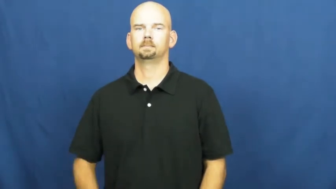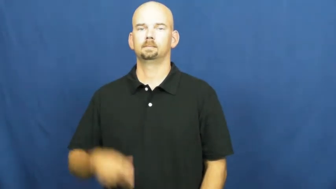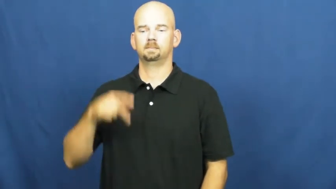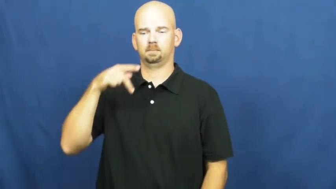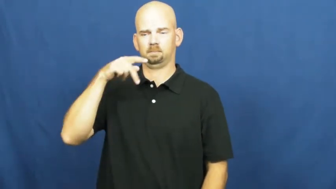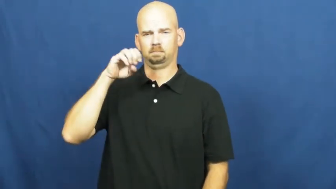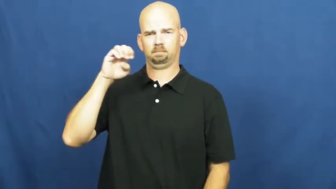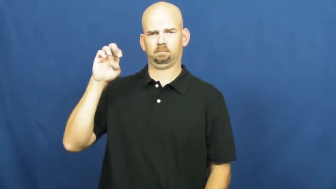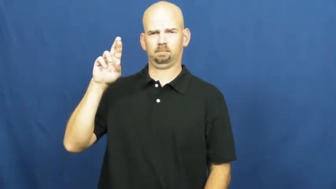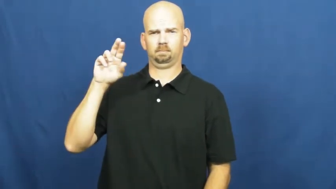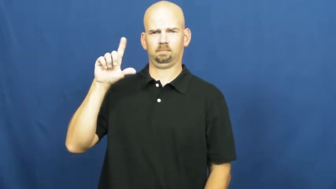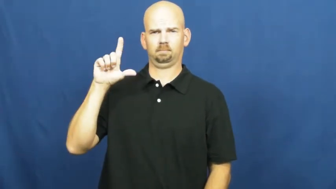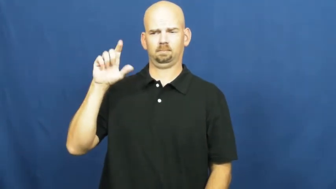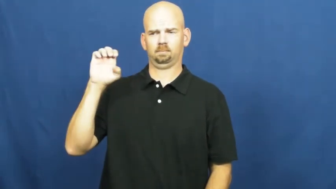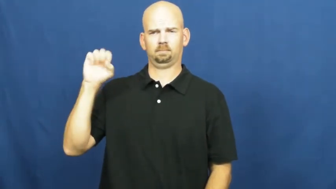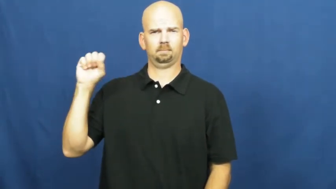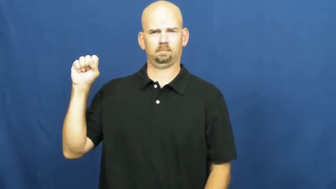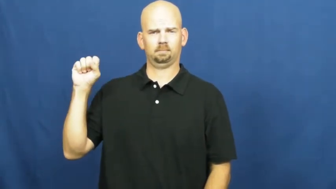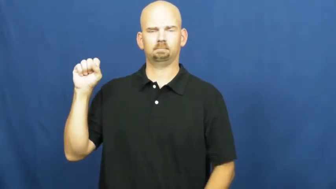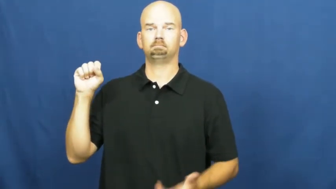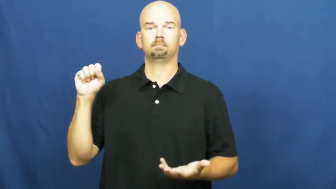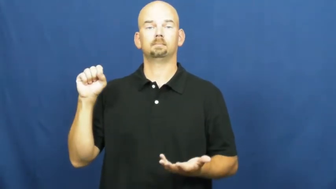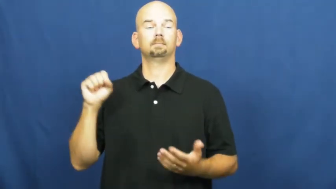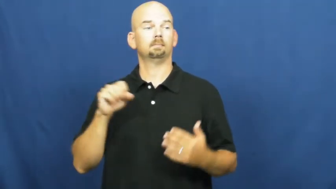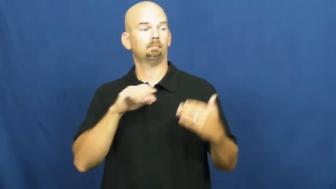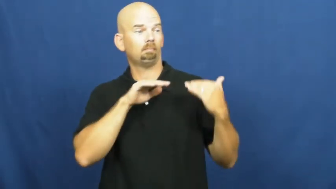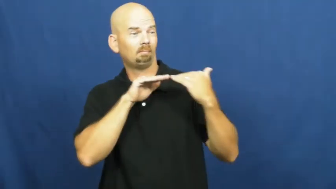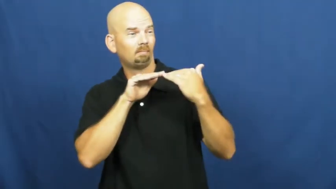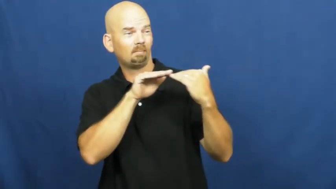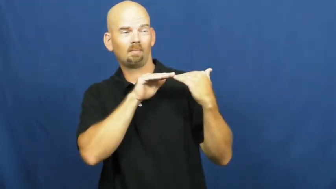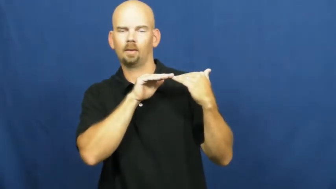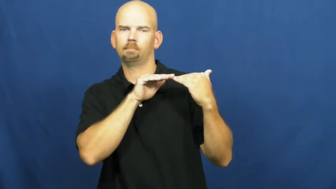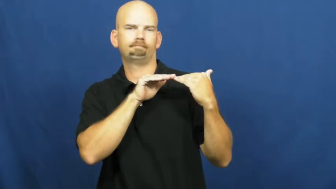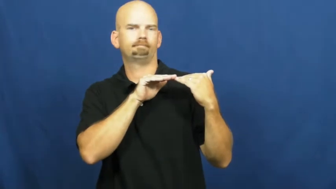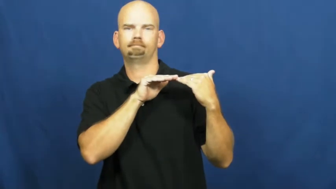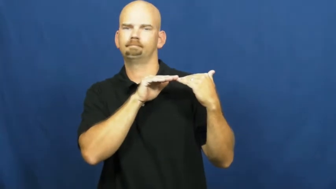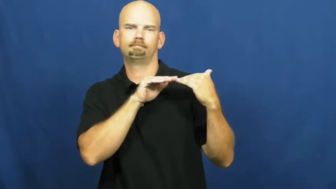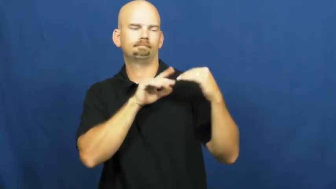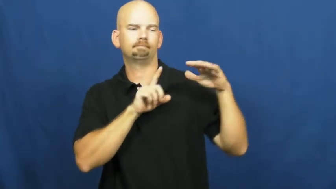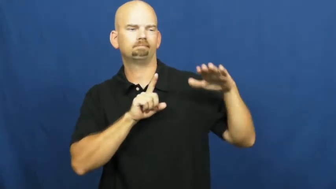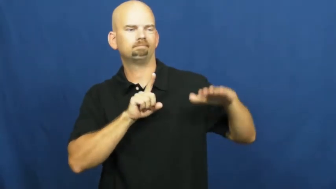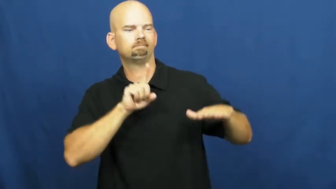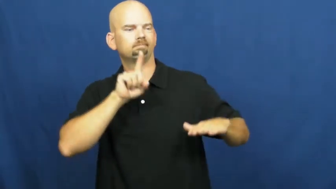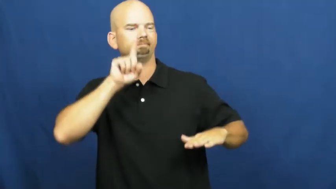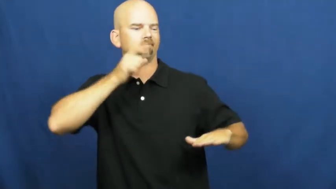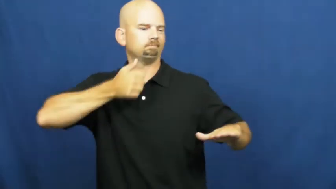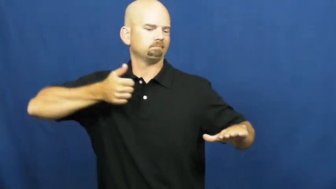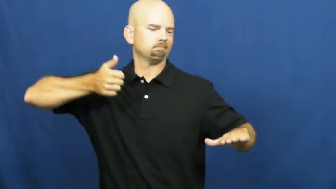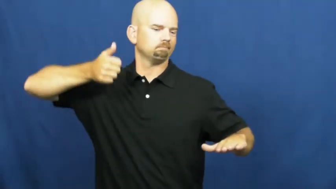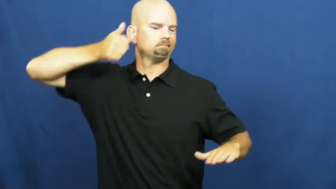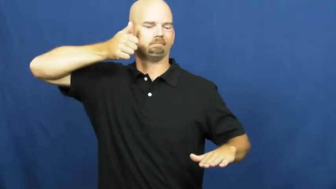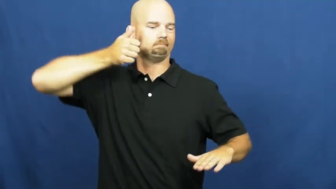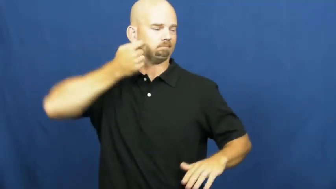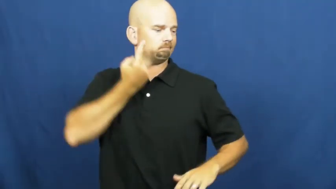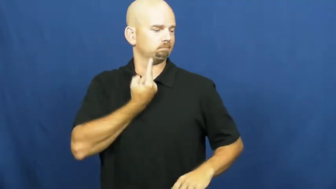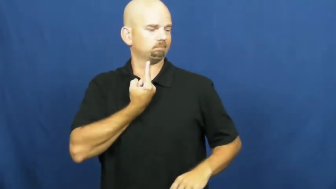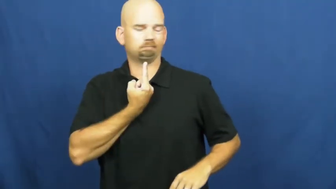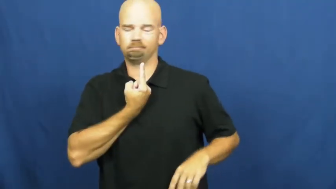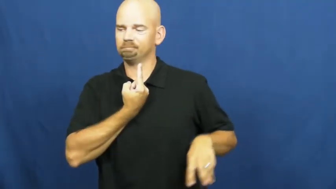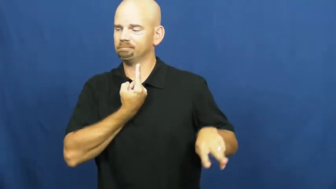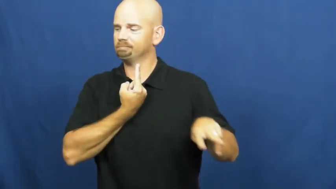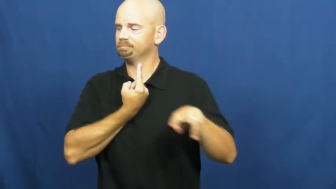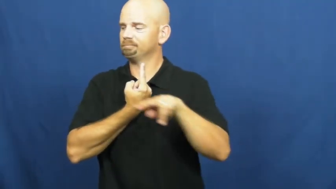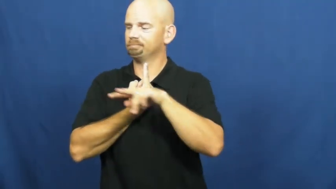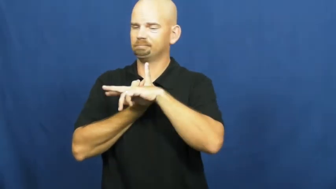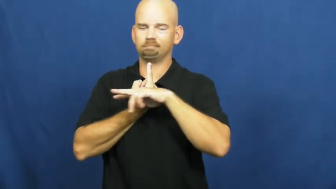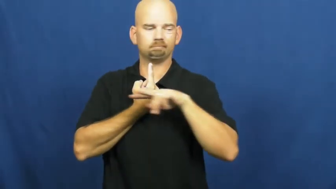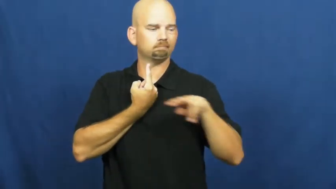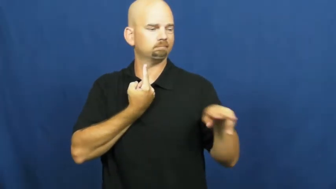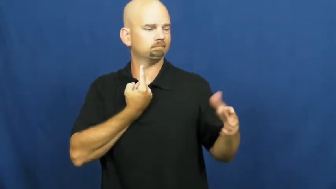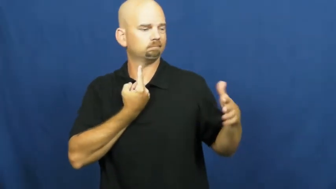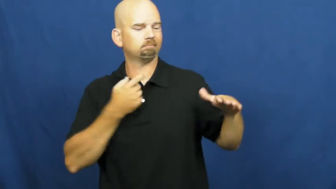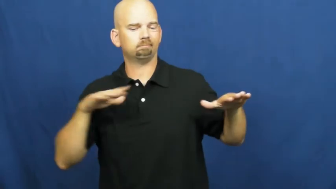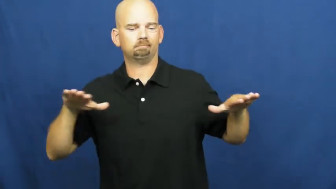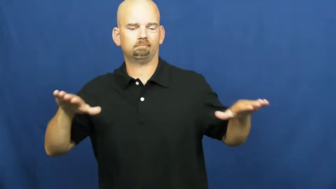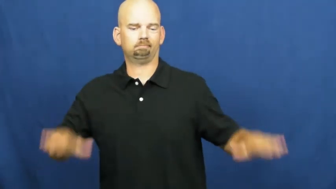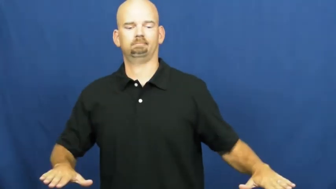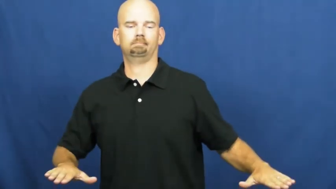peerless